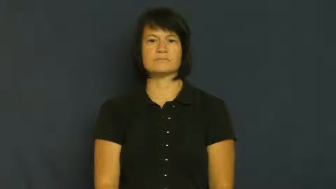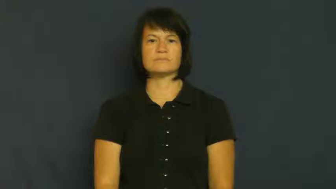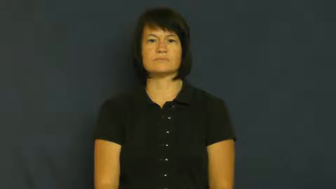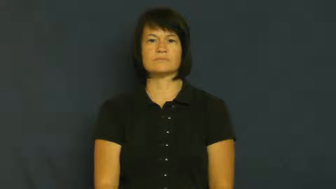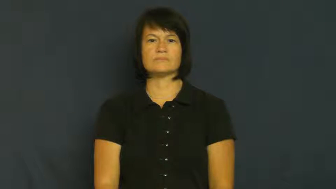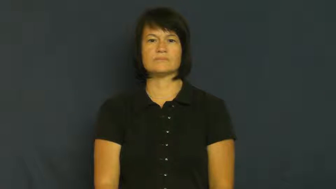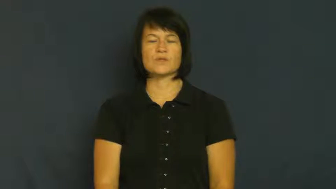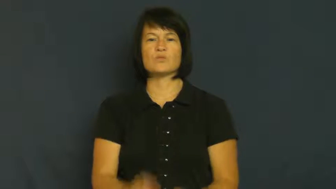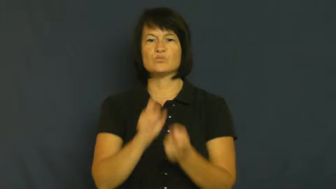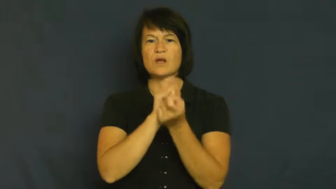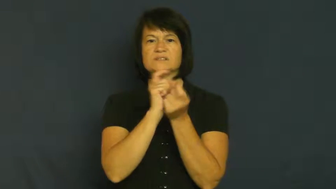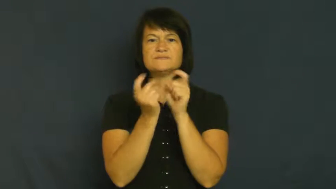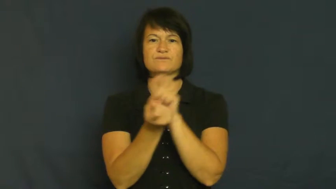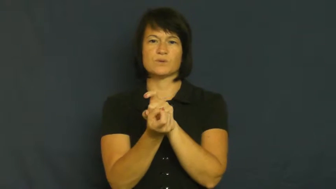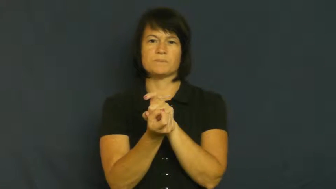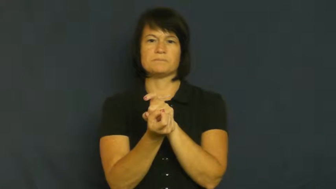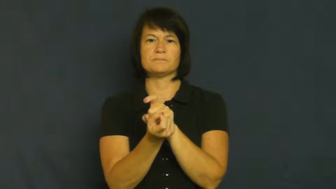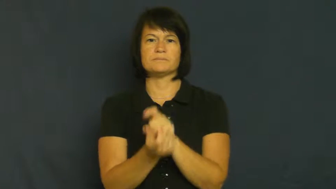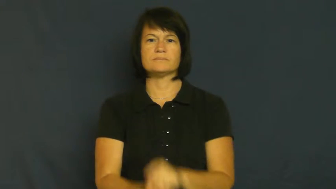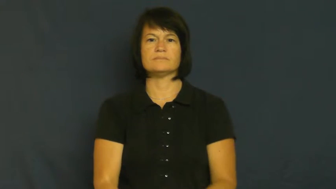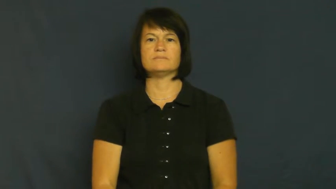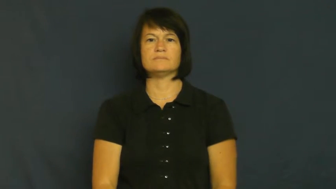revise,iterate